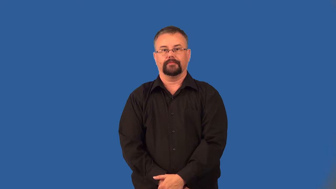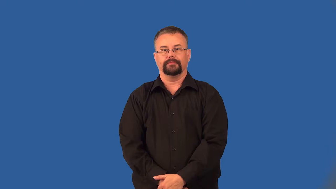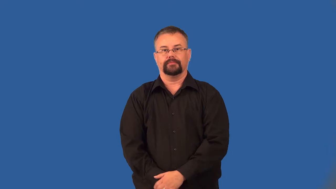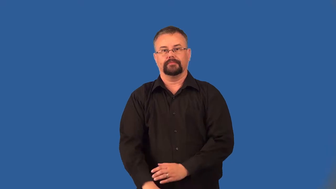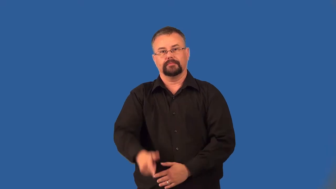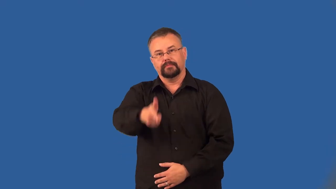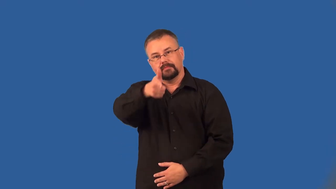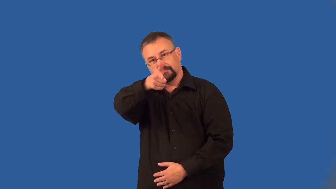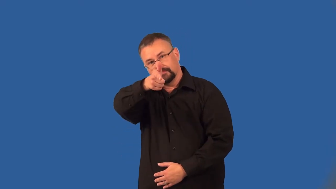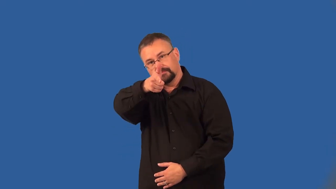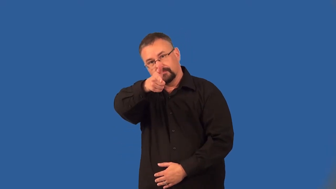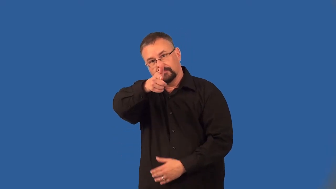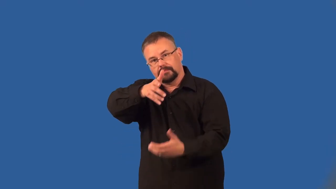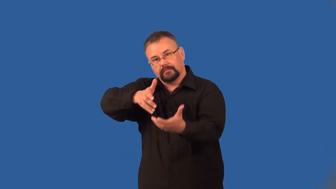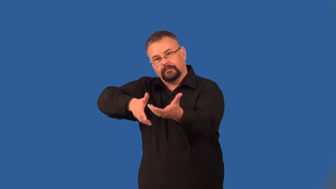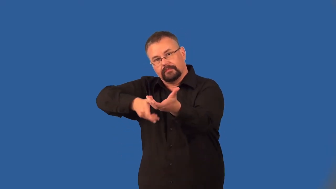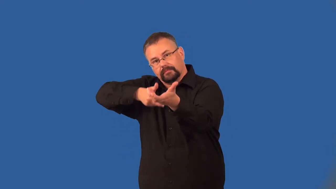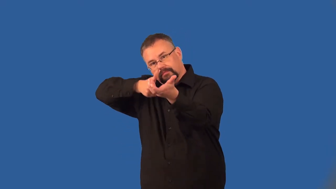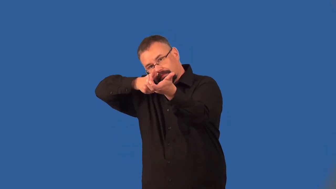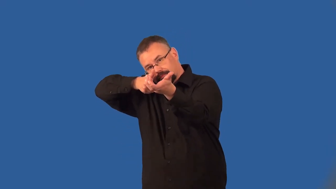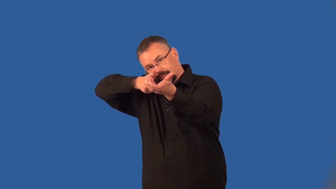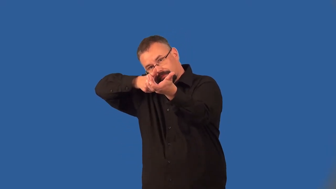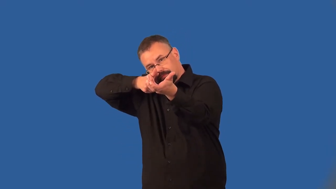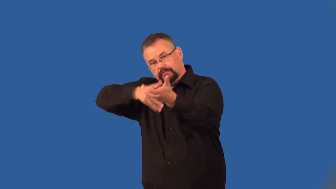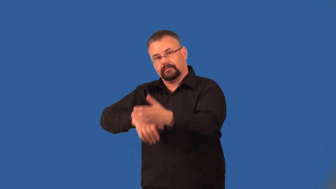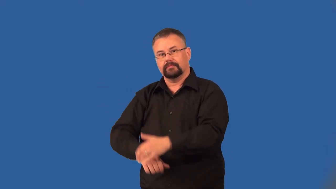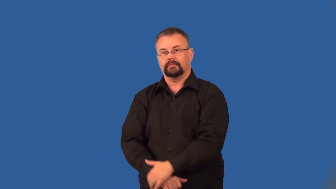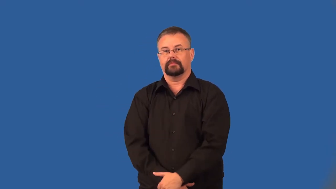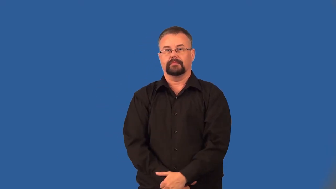aim-gun